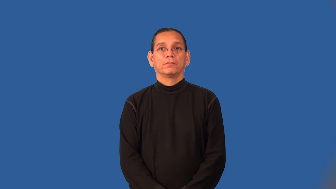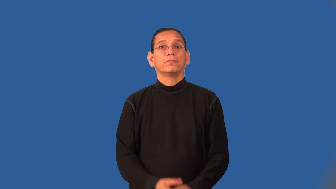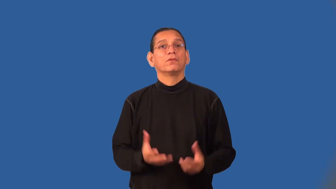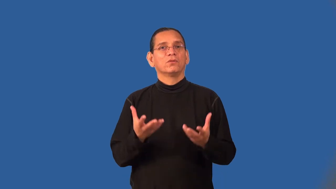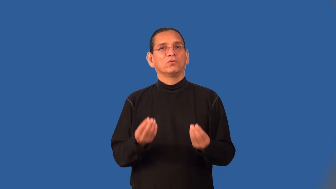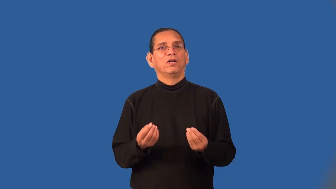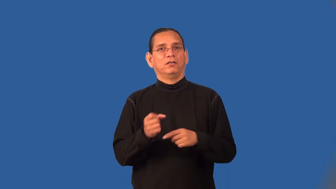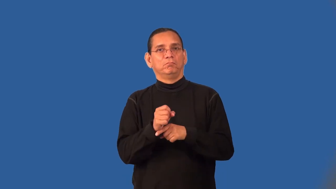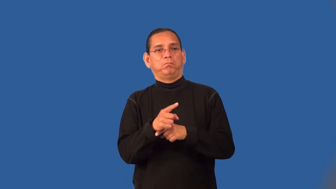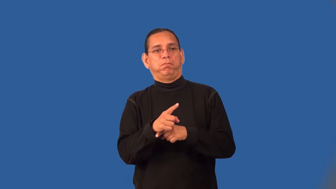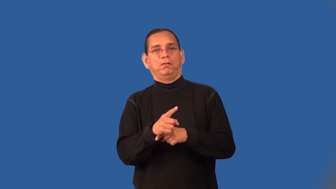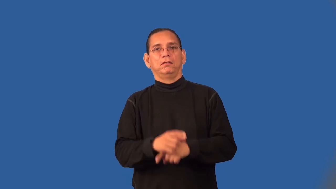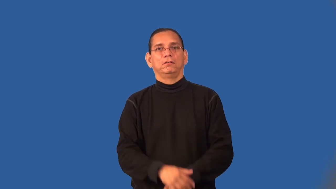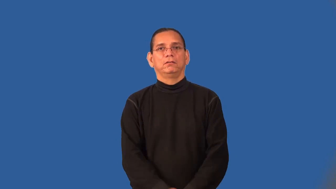squirt,express-water